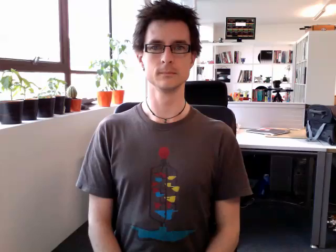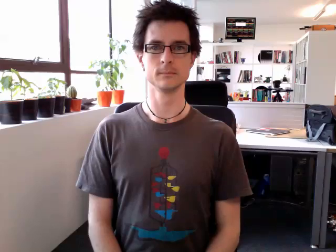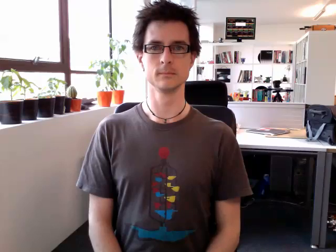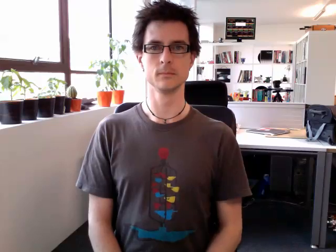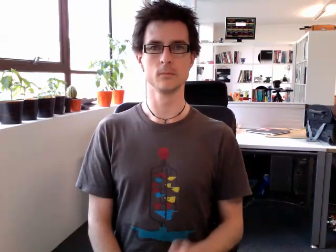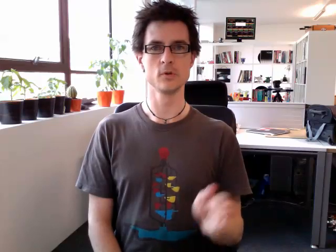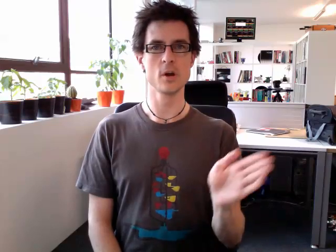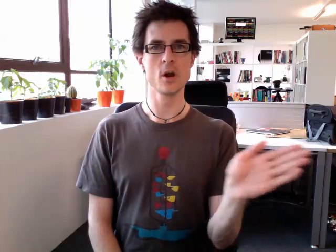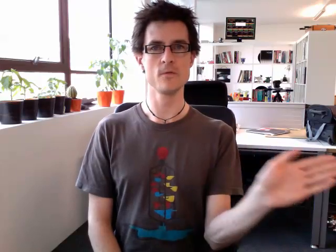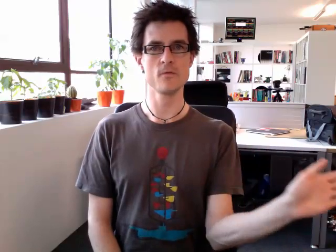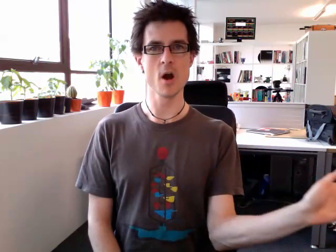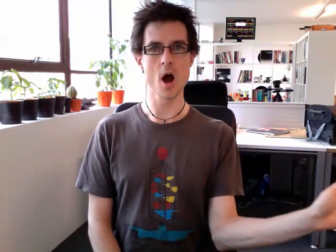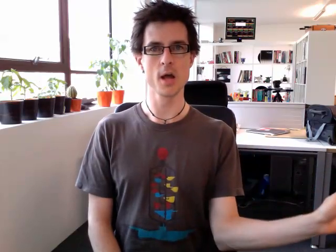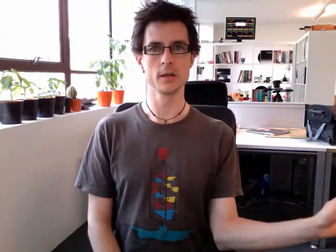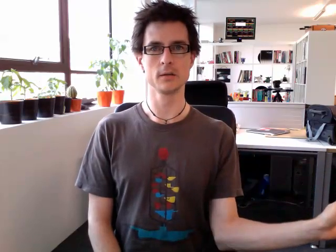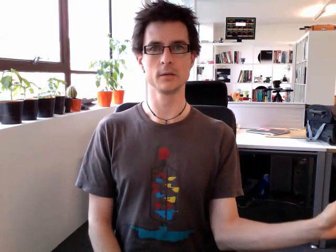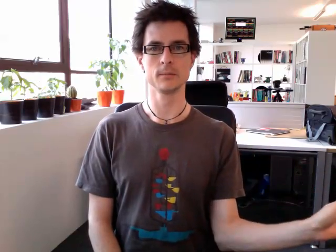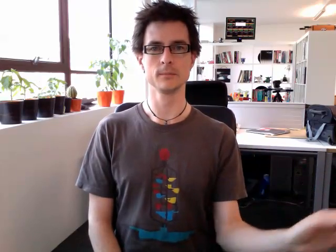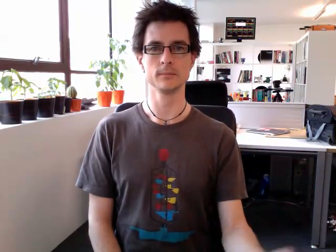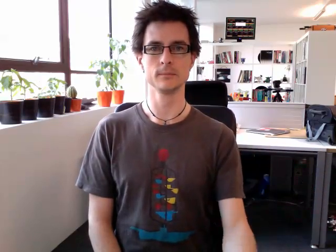turn right